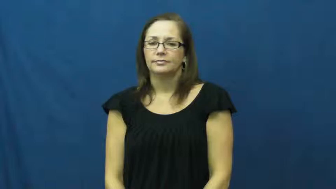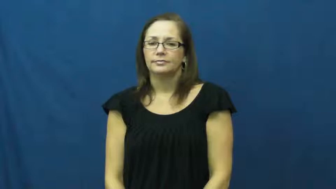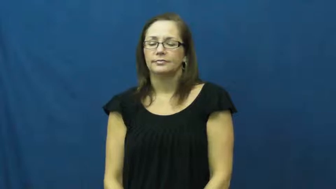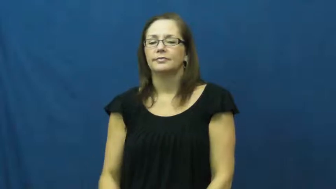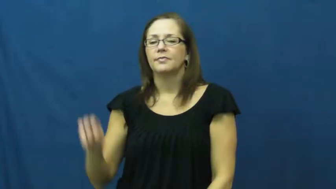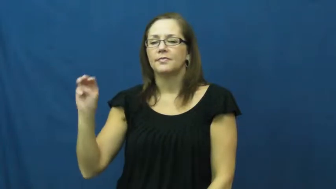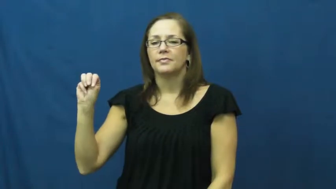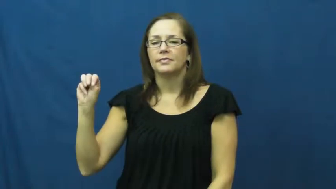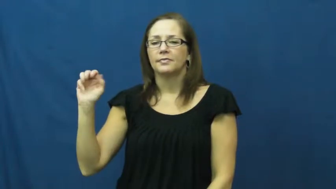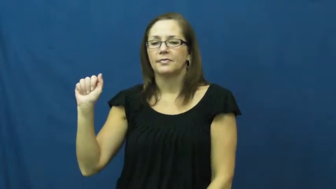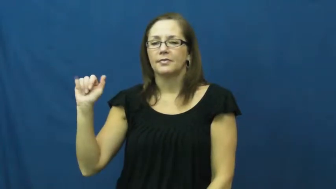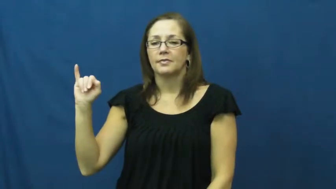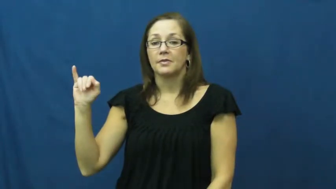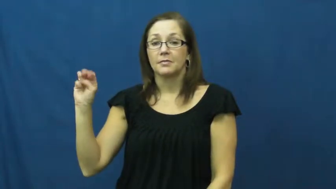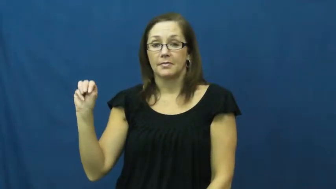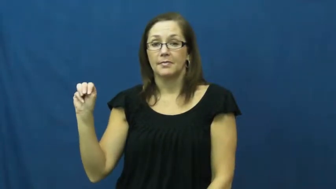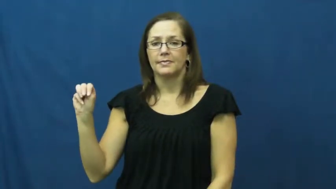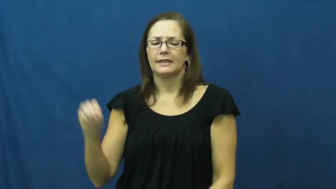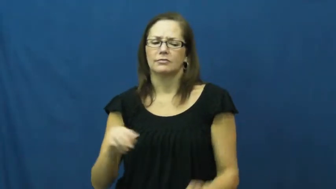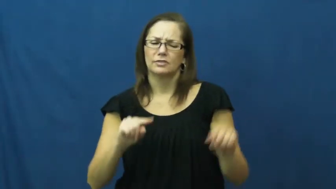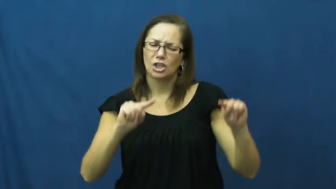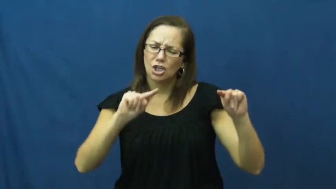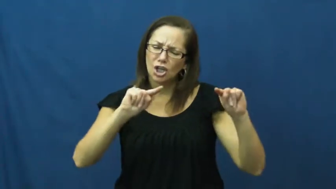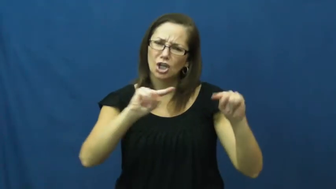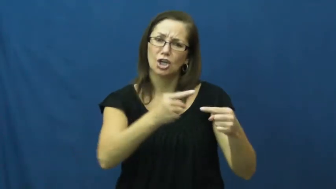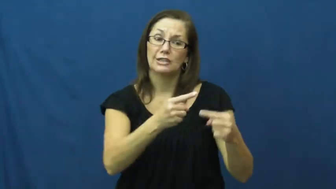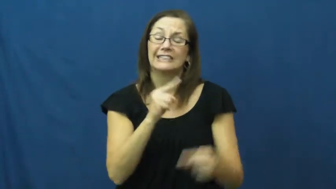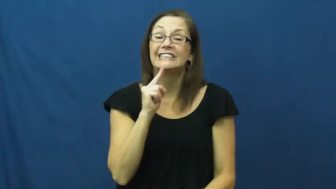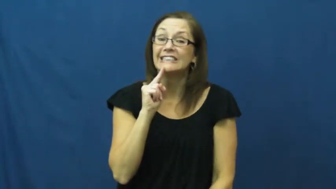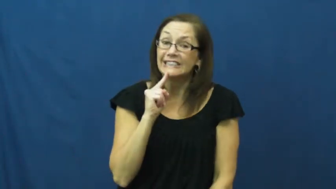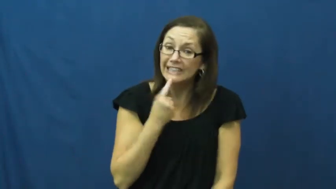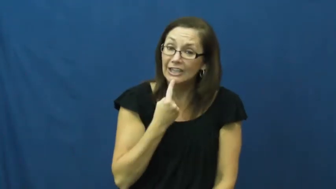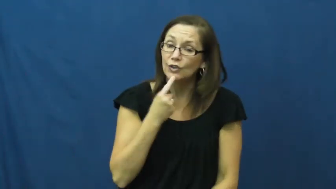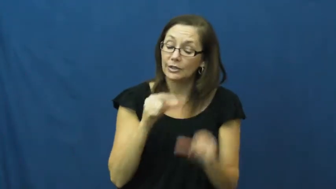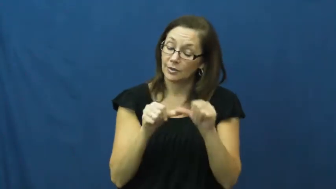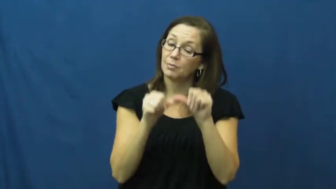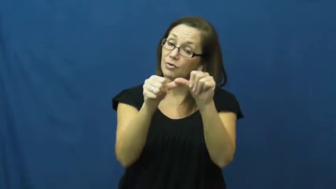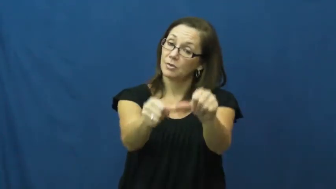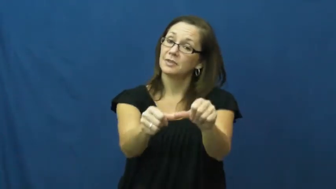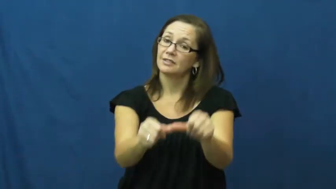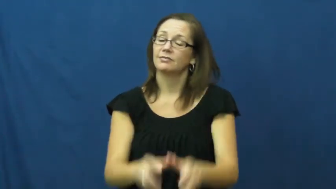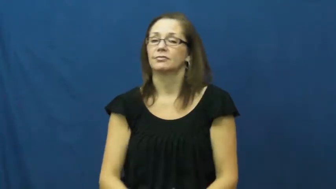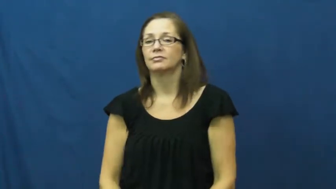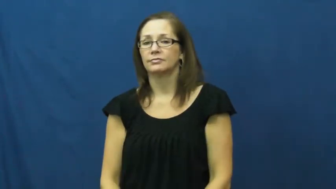maim